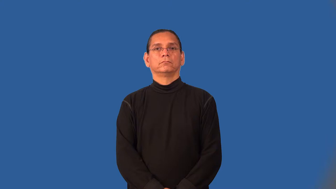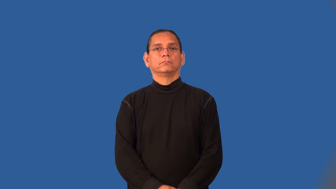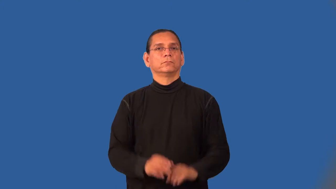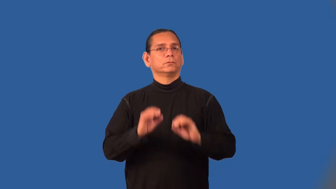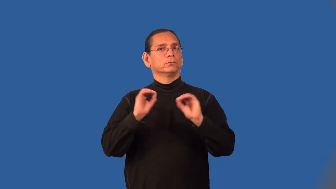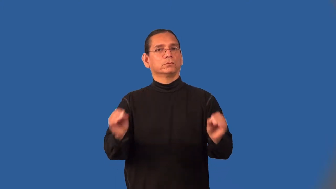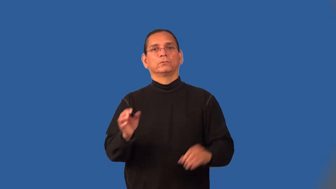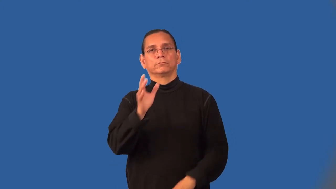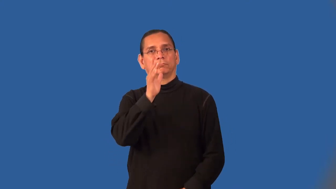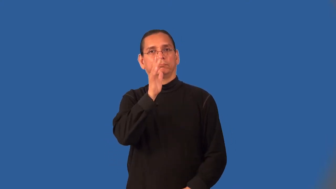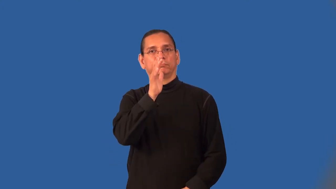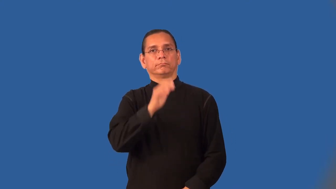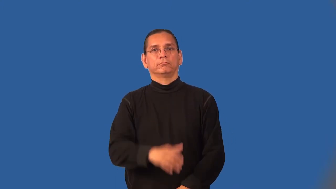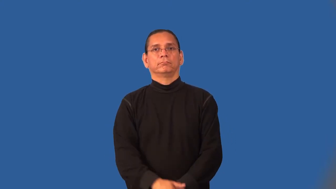motherless